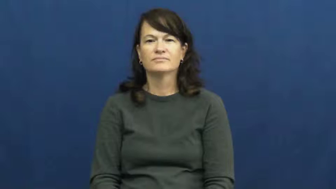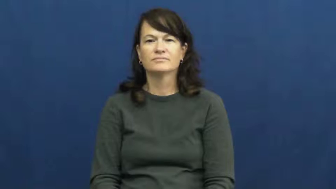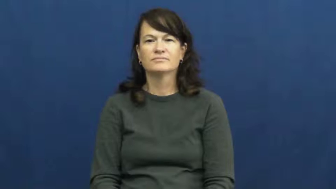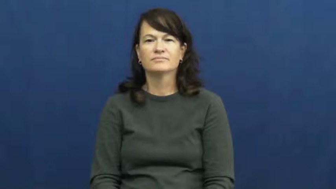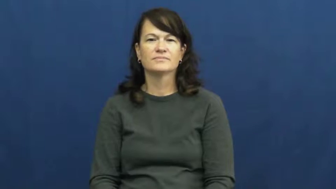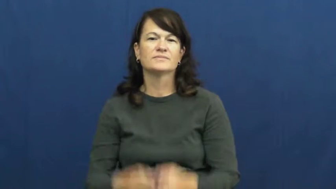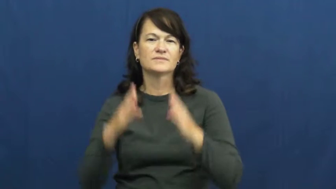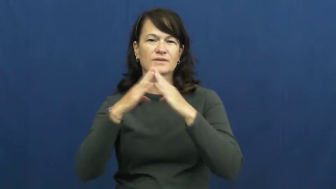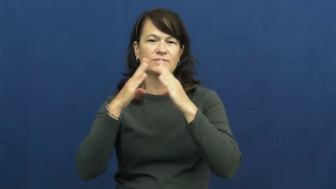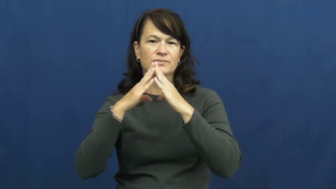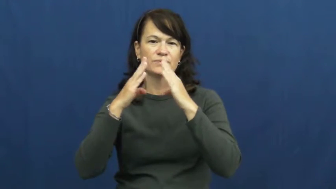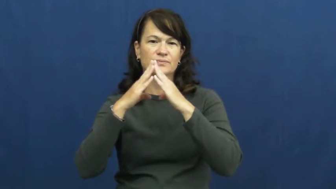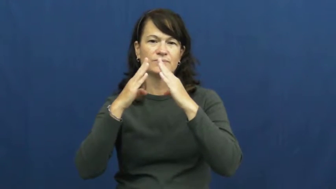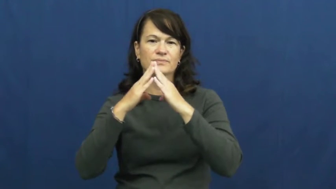town,township,burg,borough,downtown